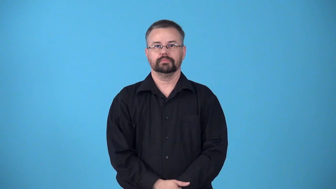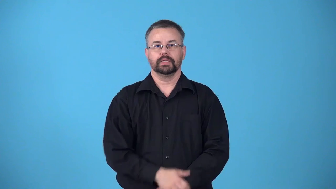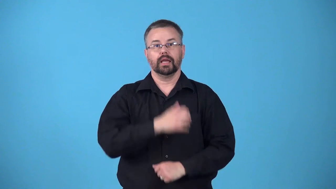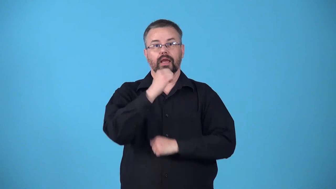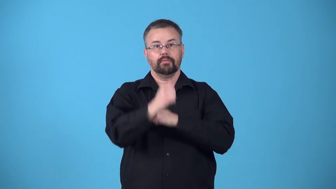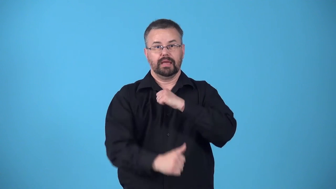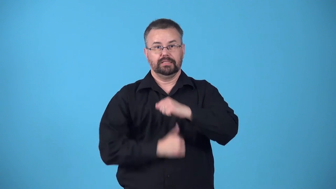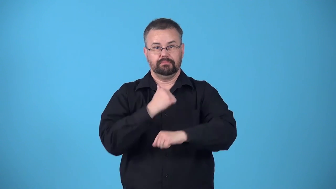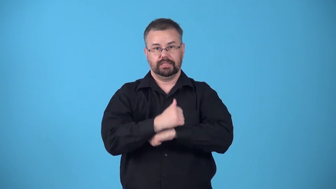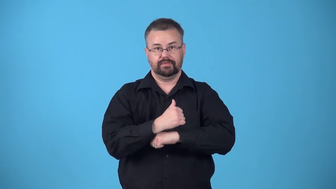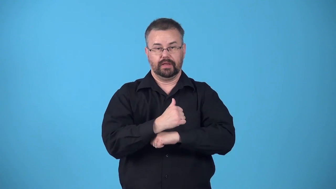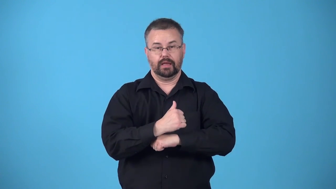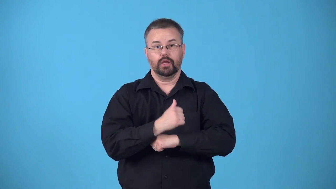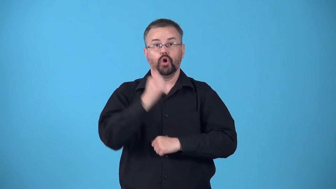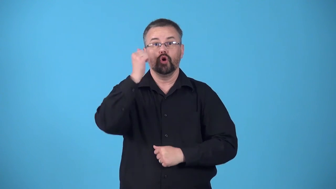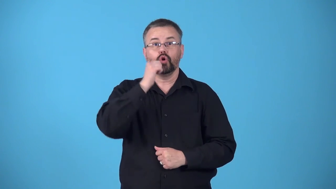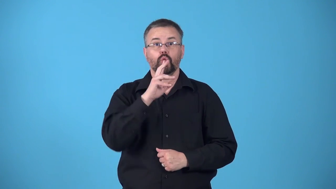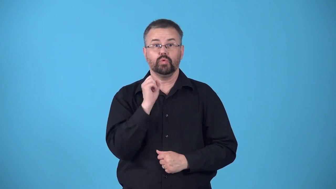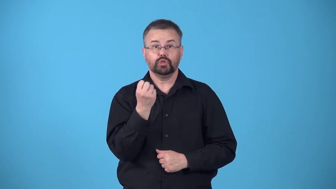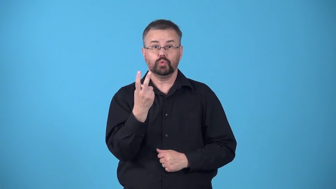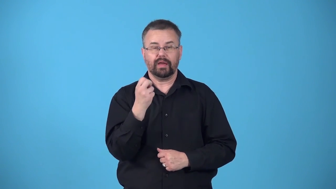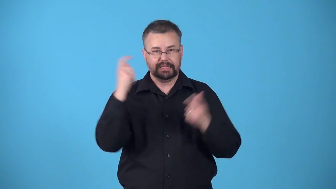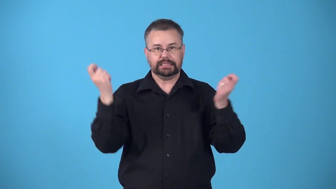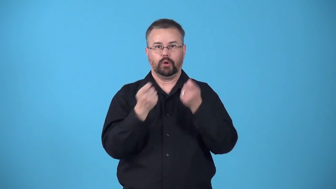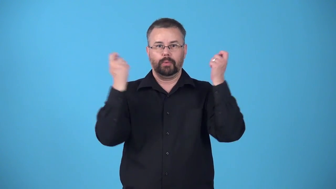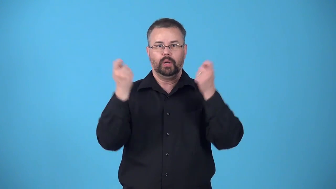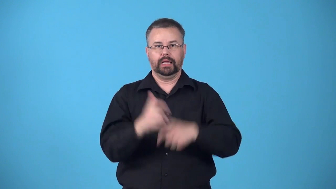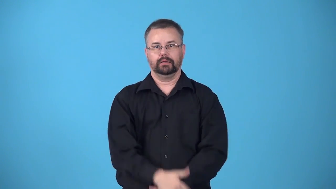bat mitzvah